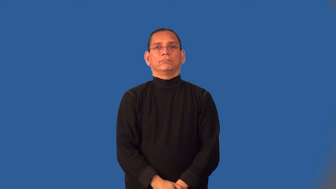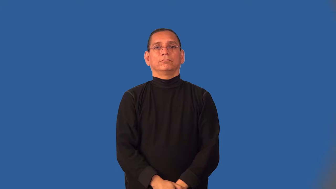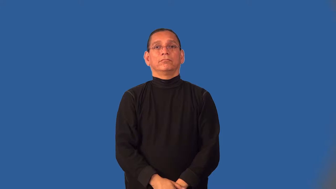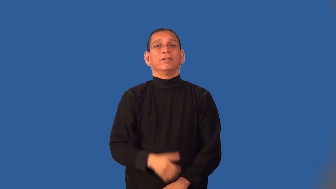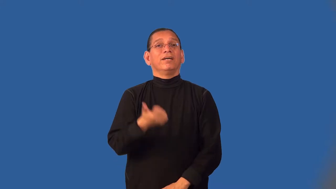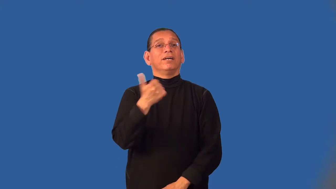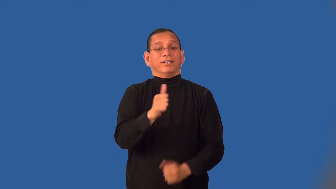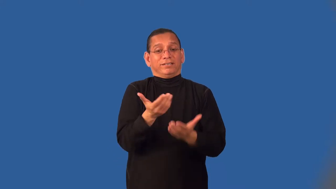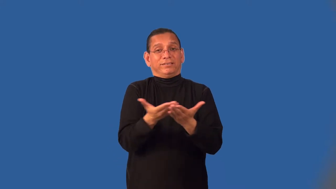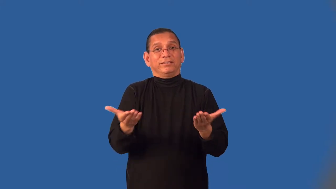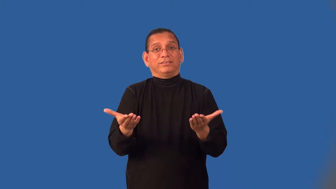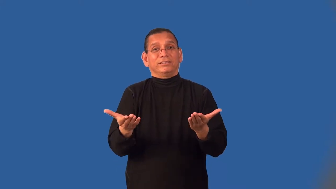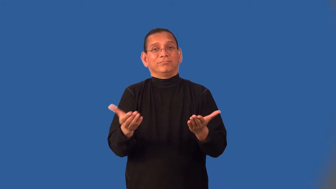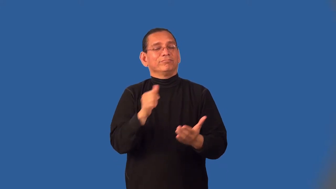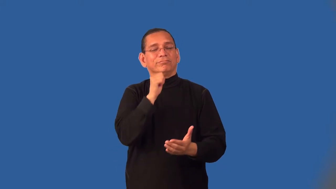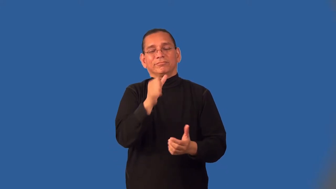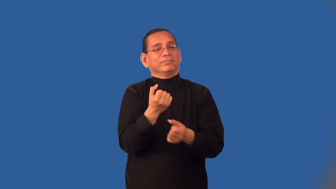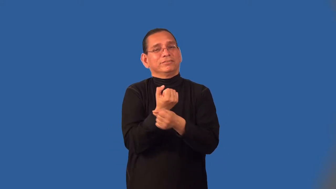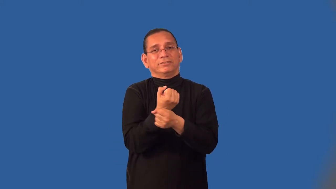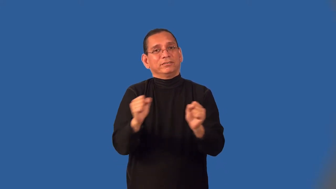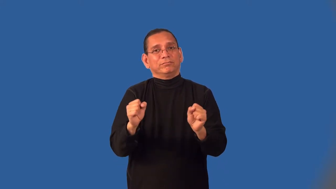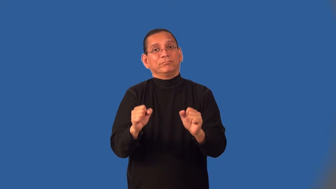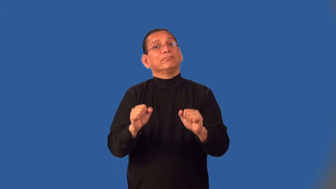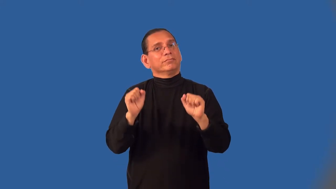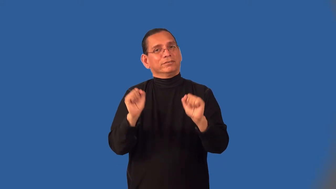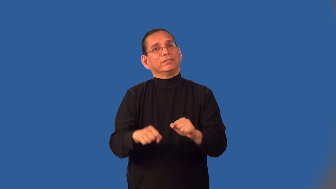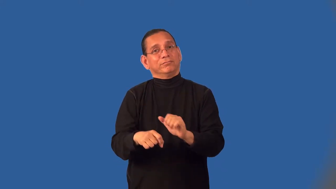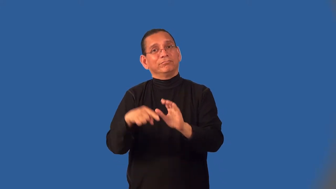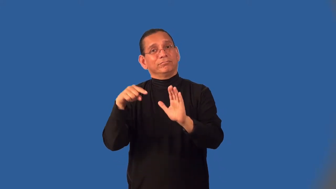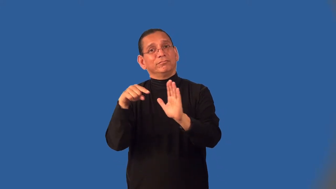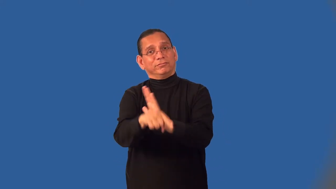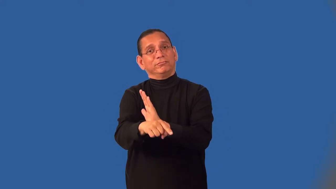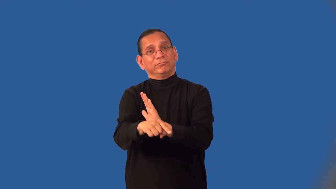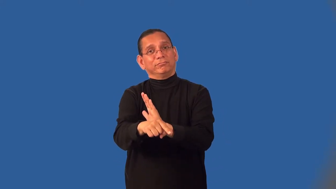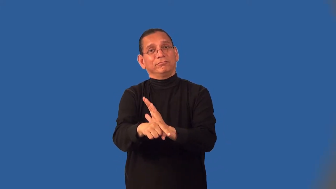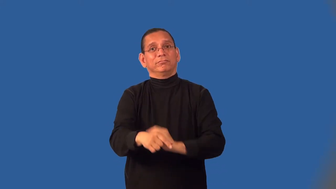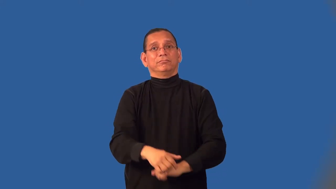deathtrap